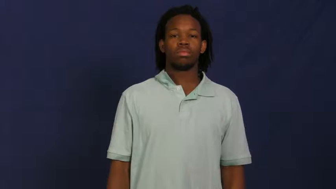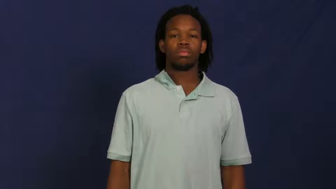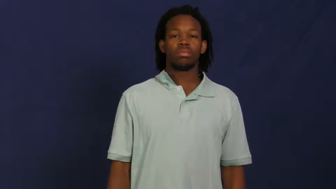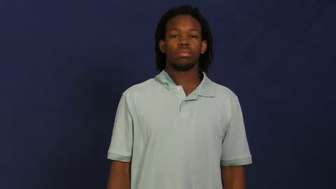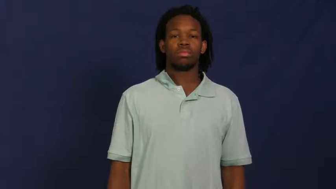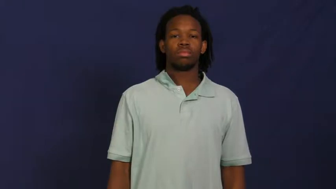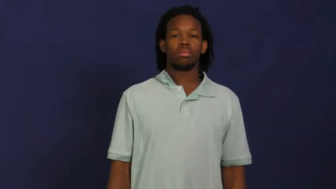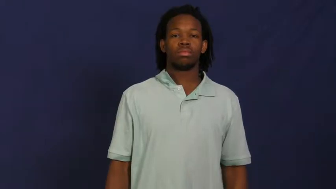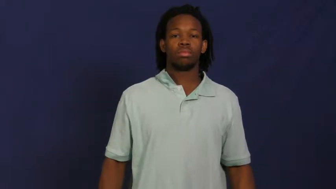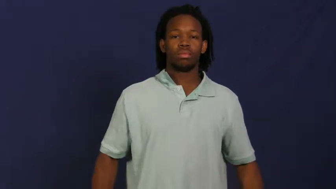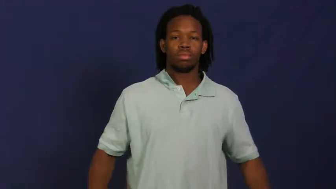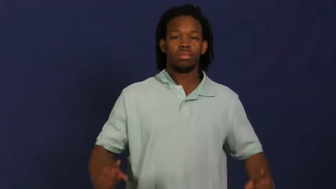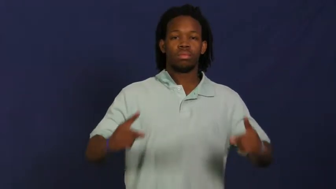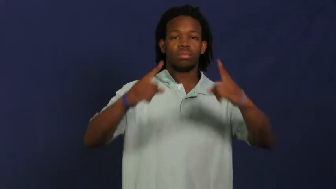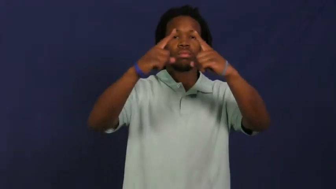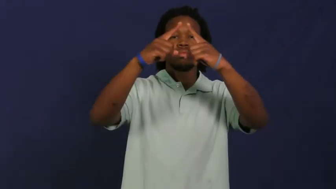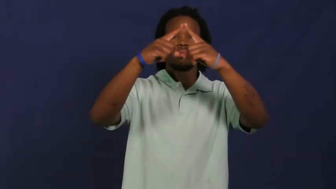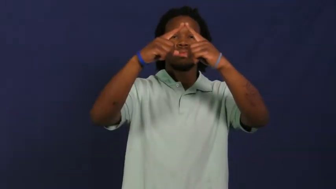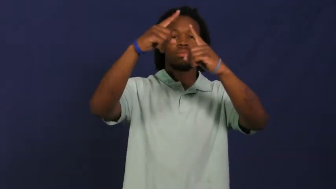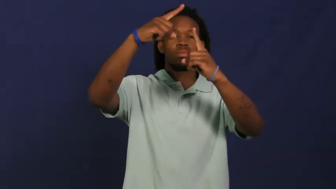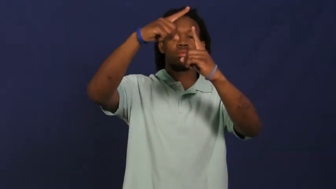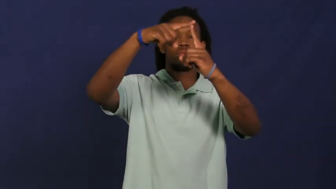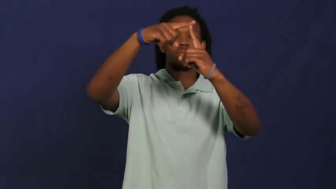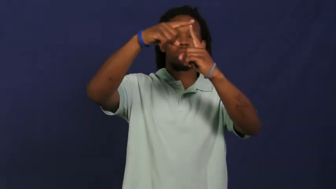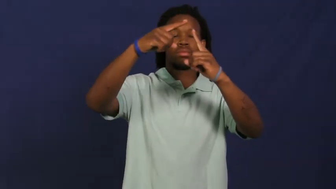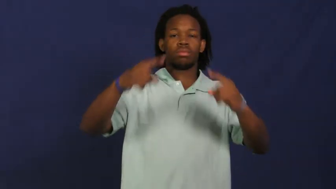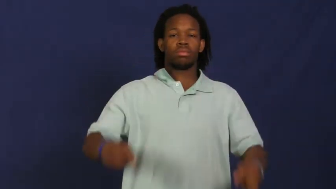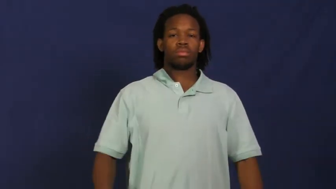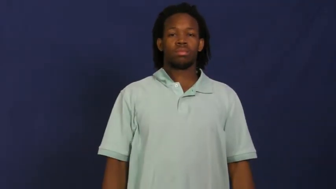peak-top